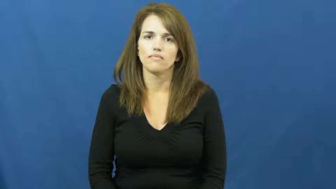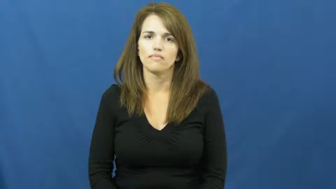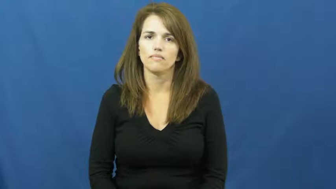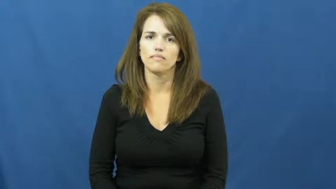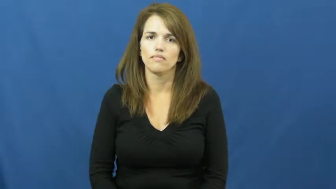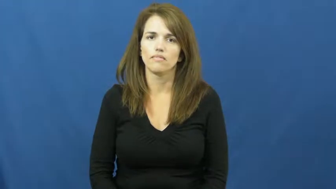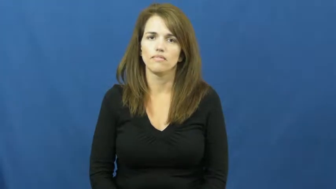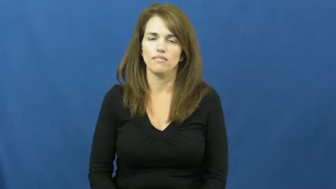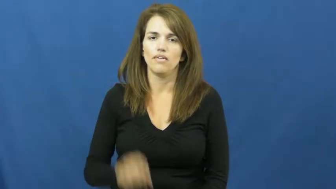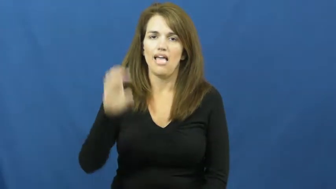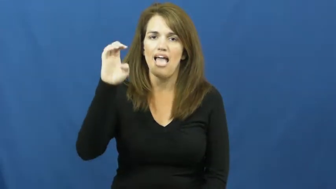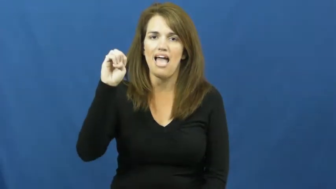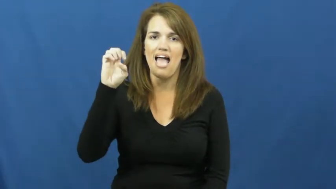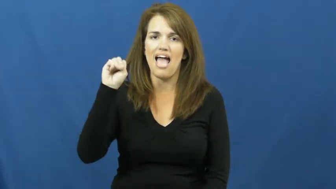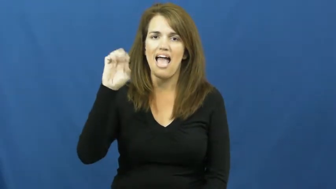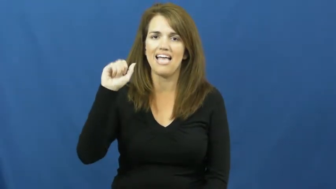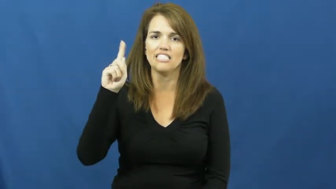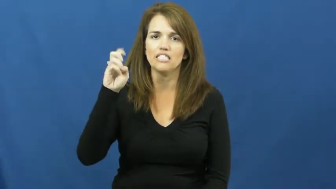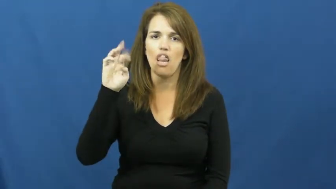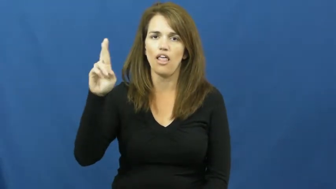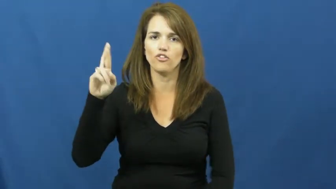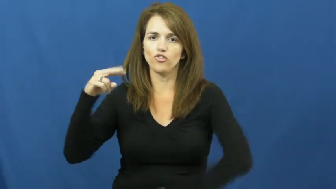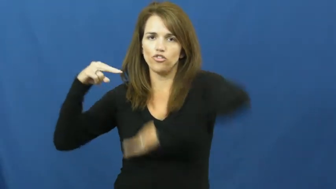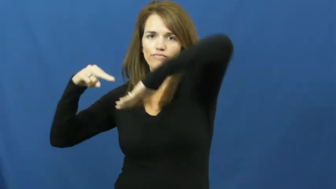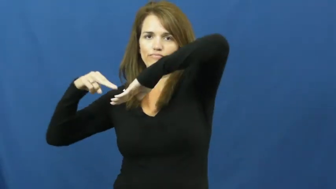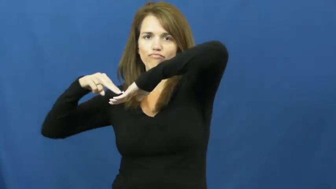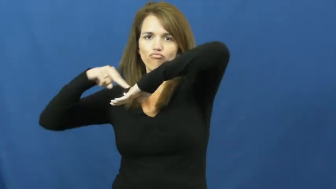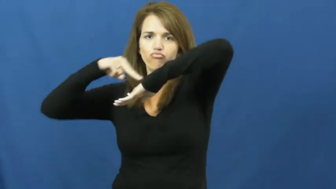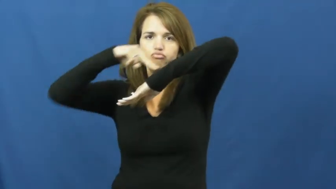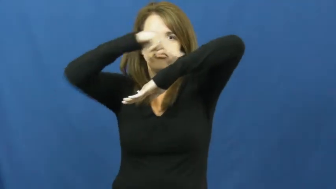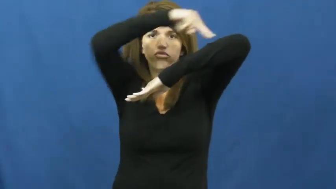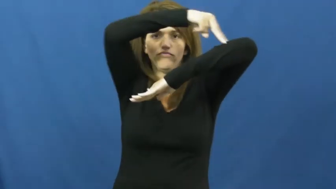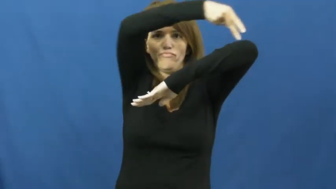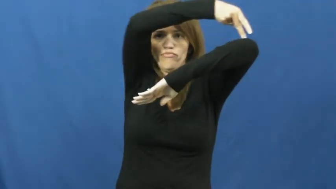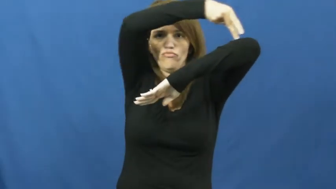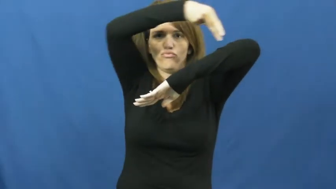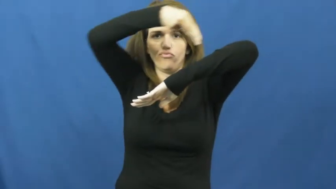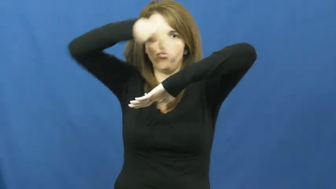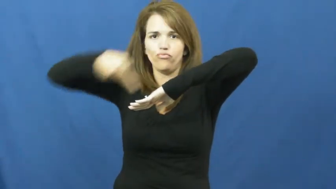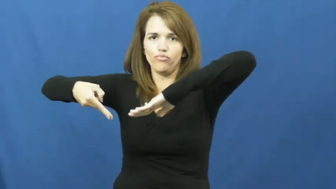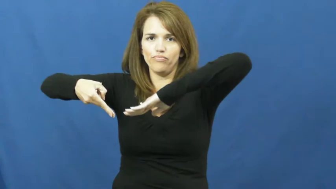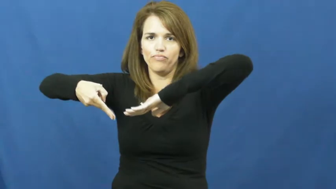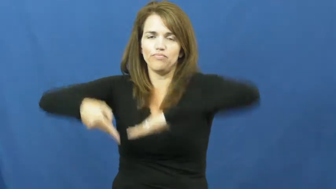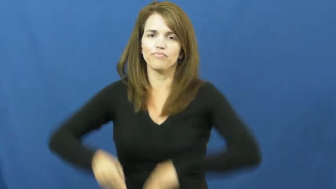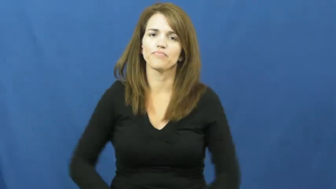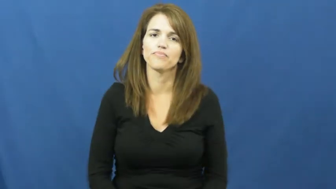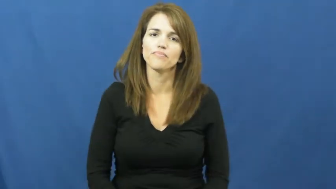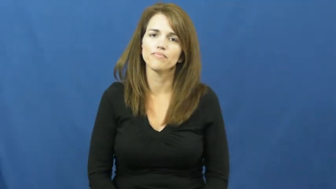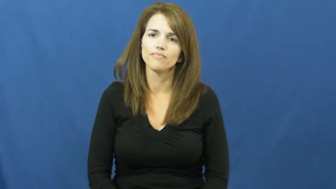escalator